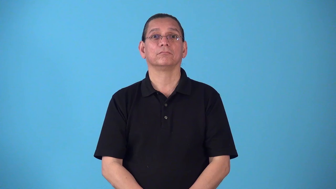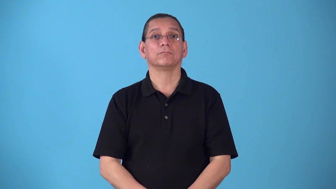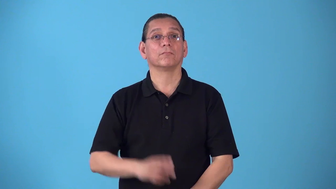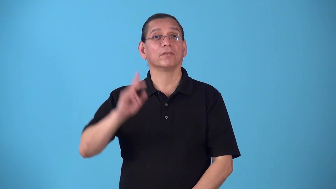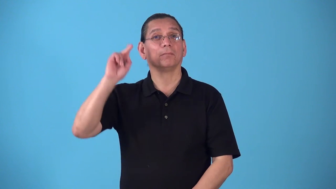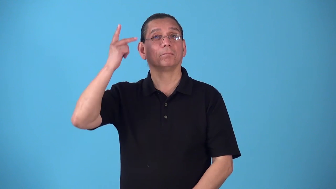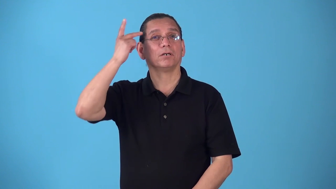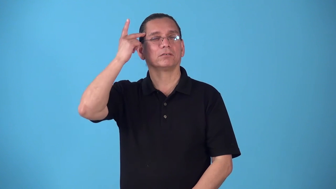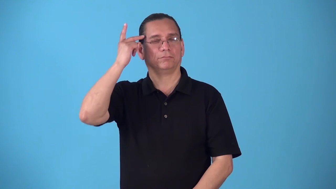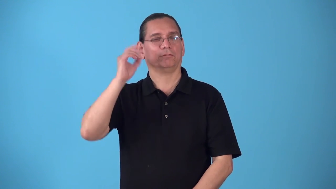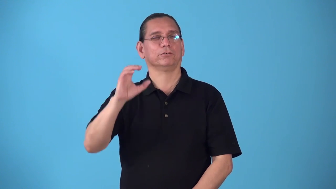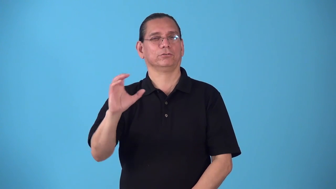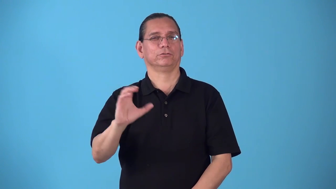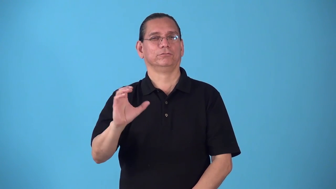right,rightist,rightism-politics